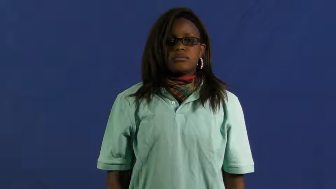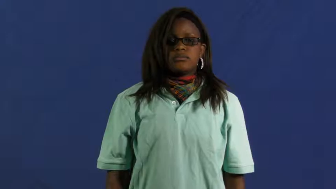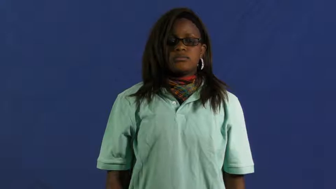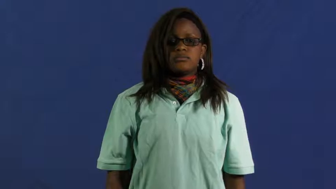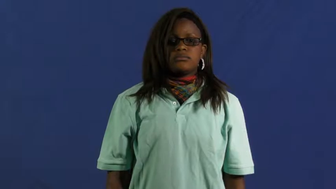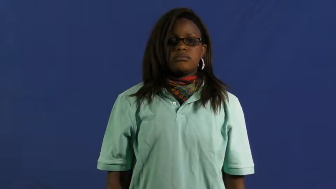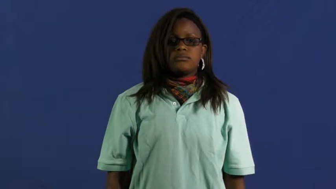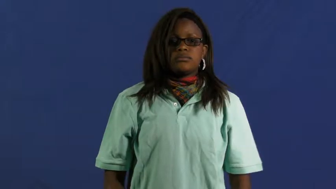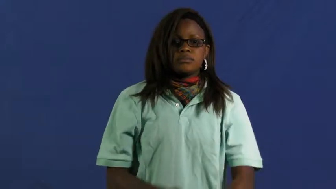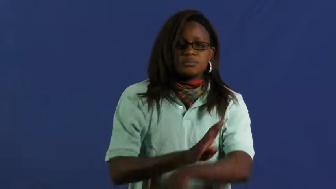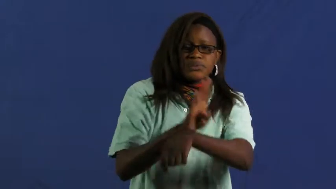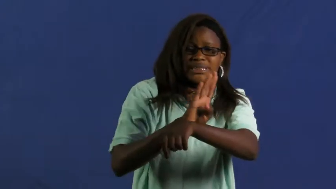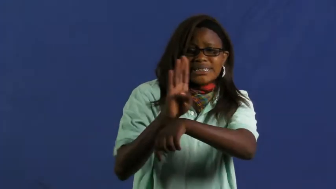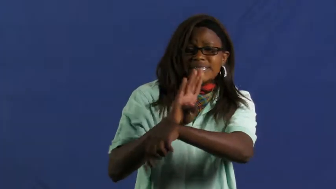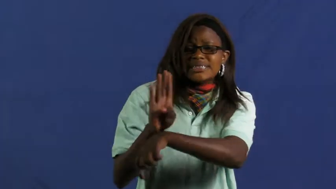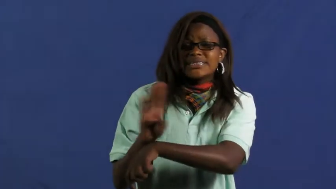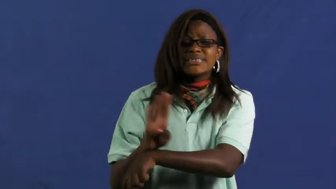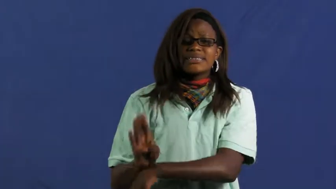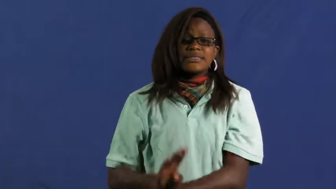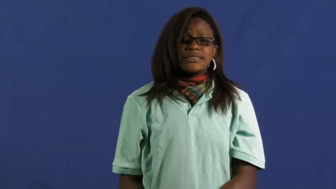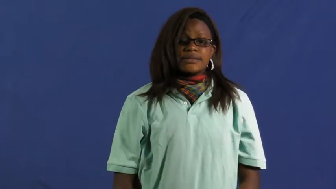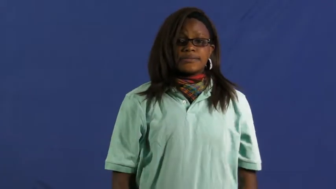tied up-busy